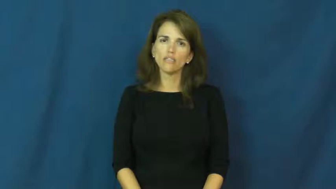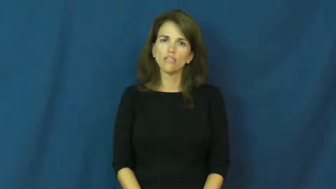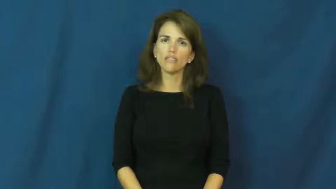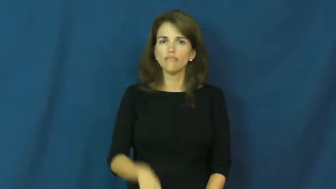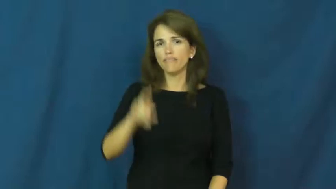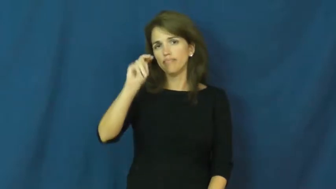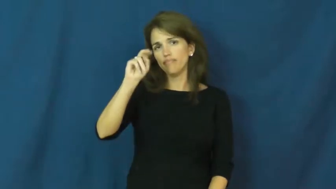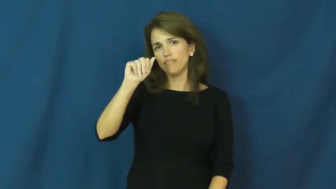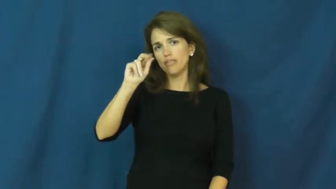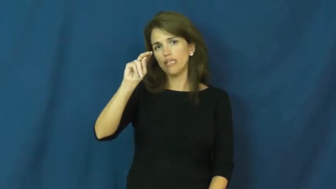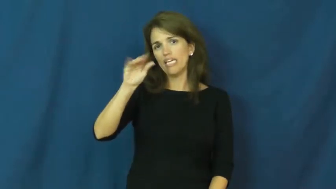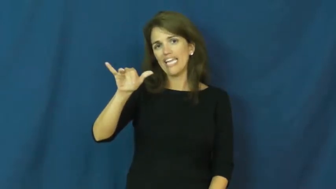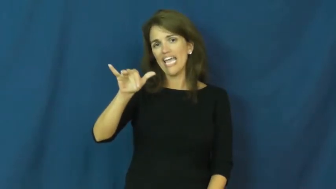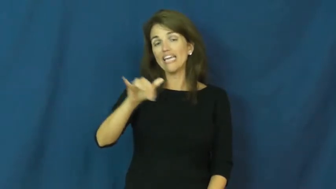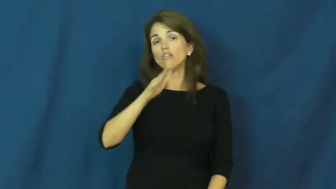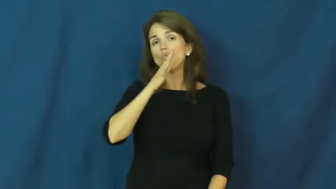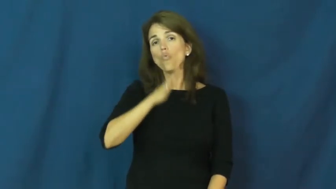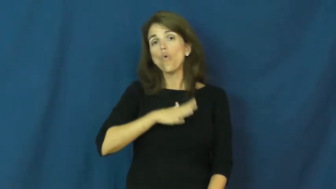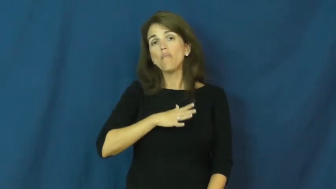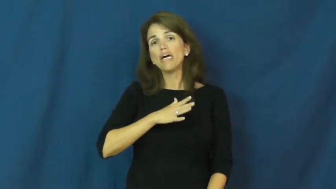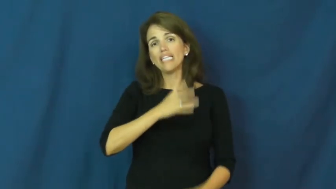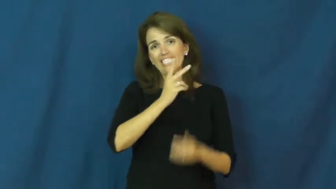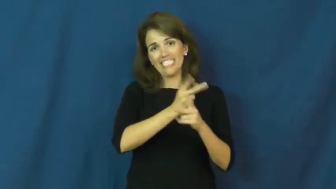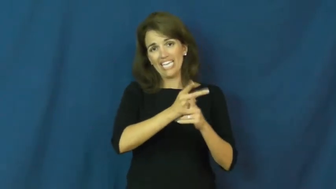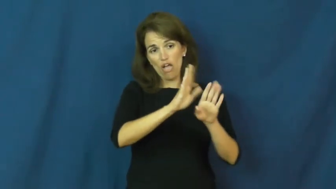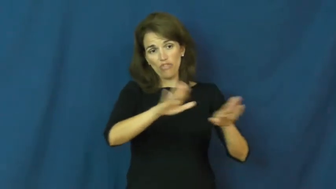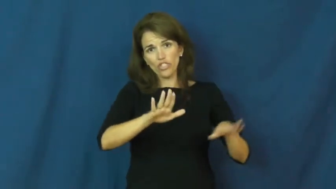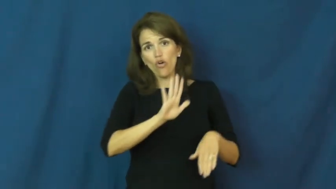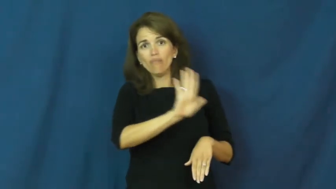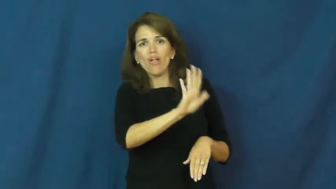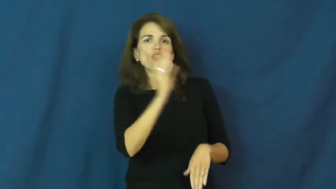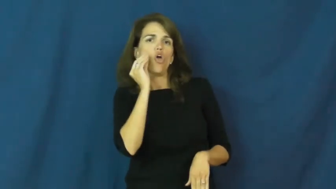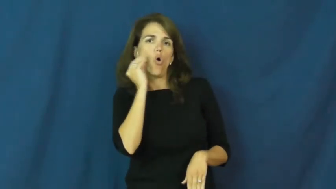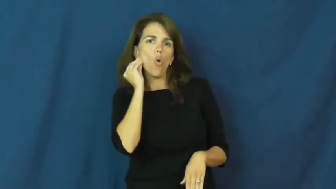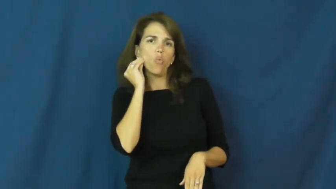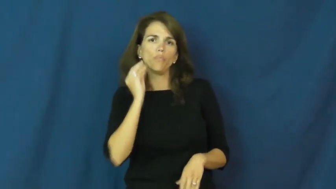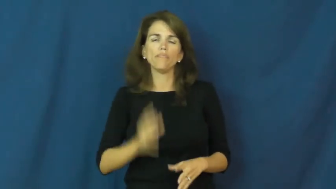nanny